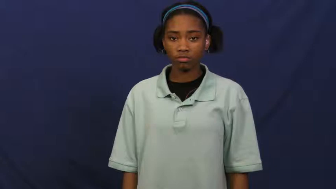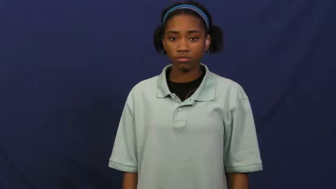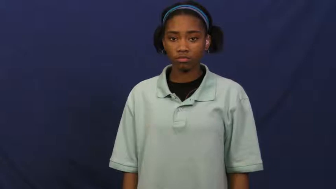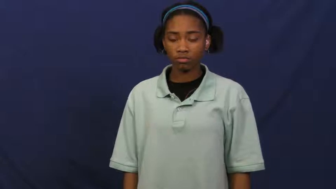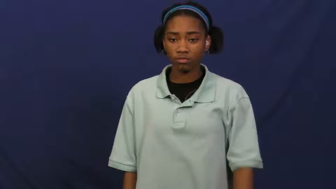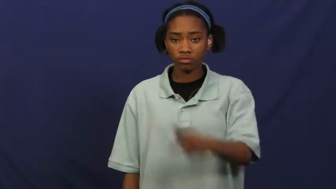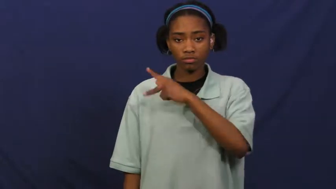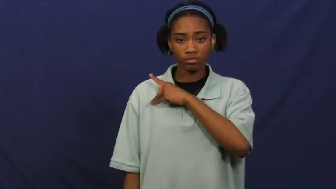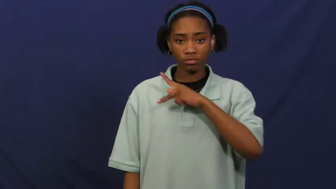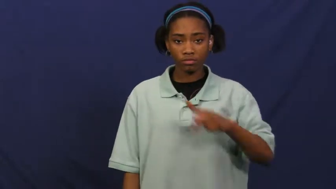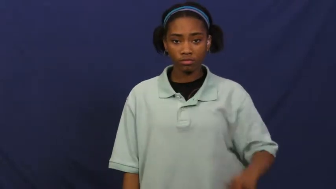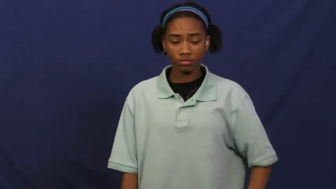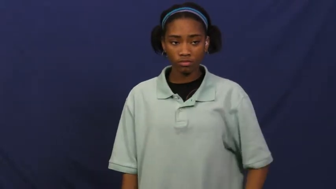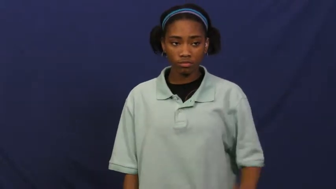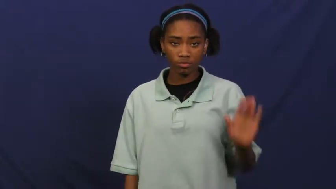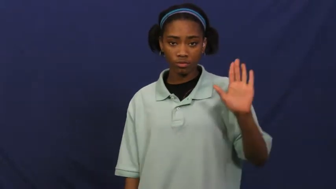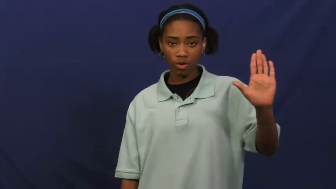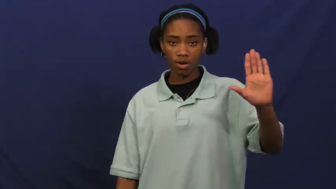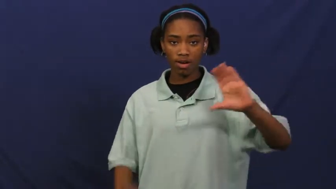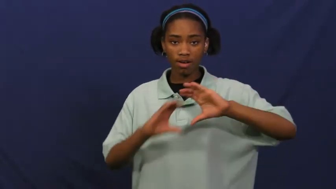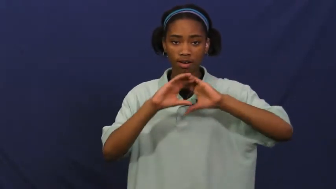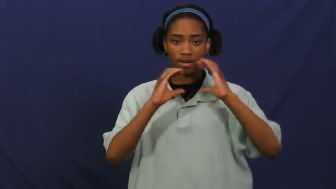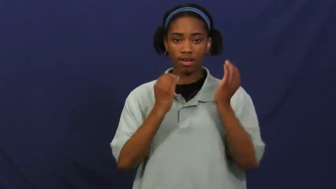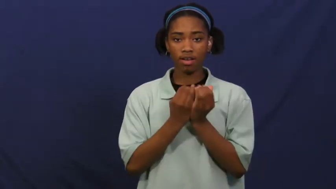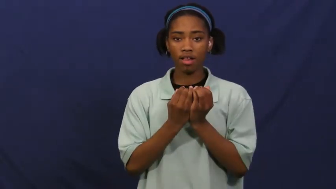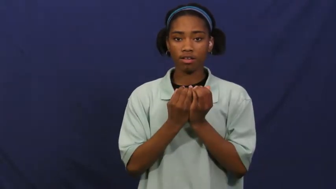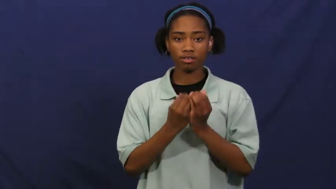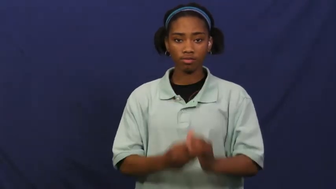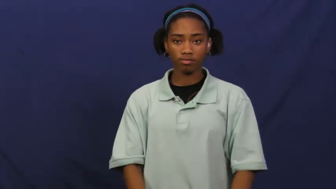court-king